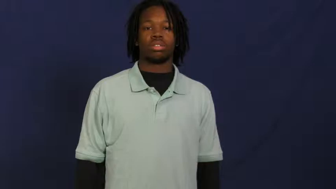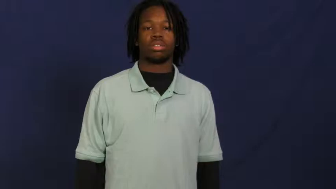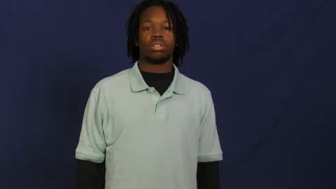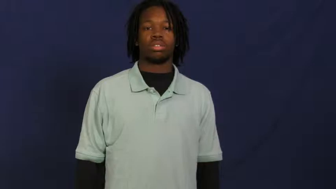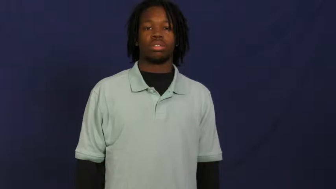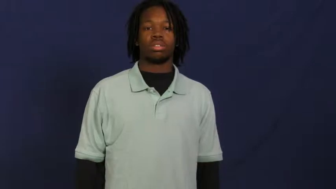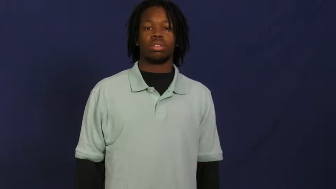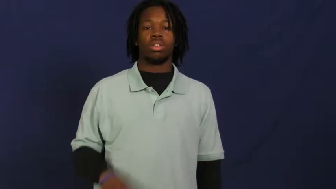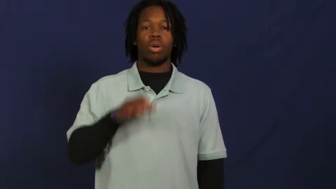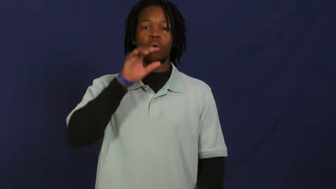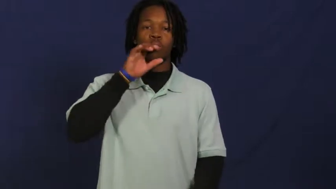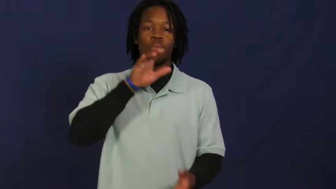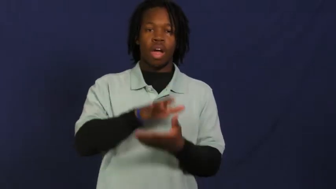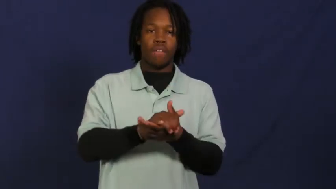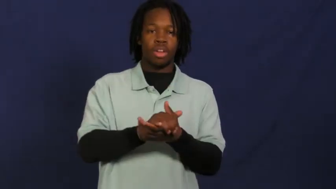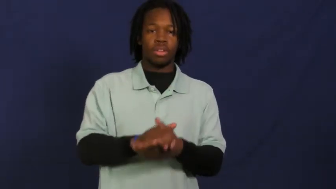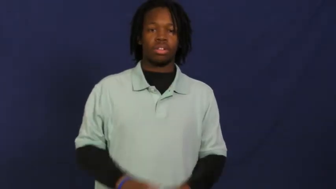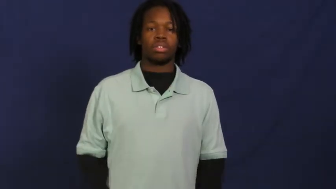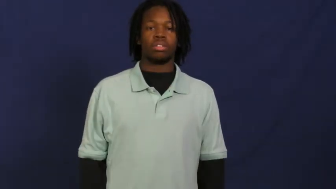wife,helpmate,missus